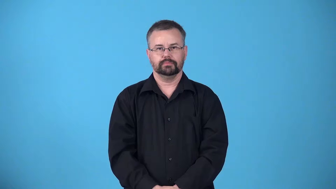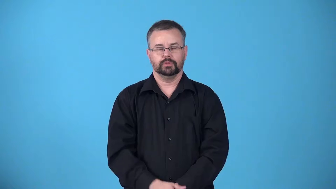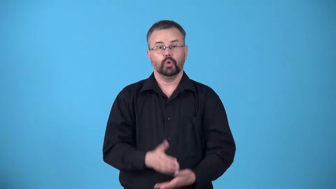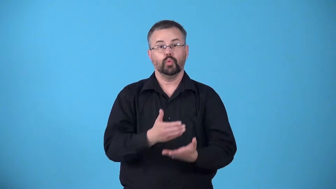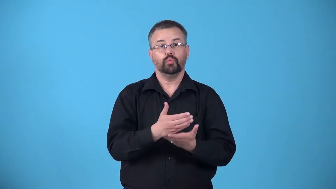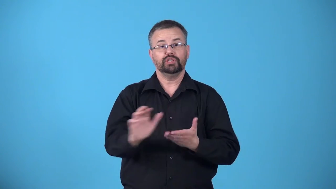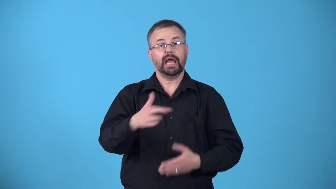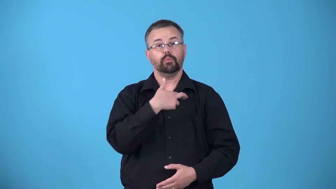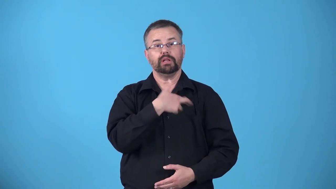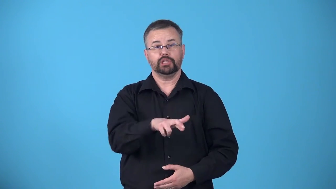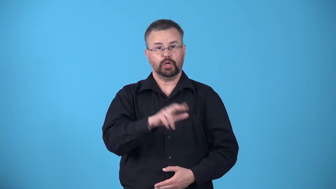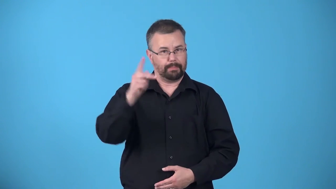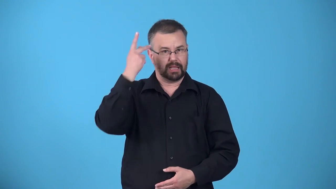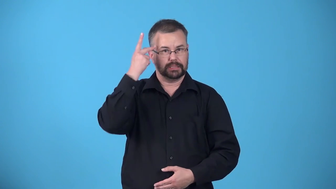apostasy